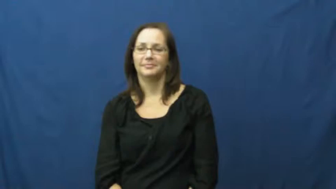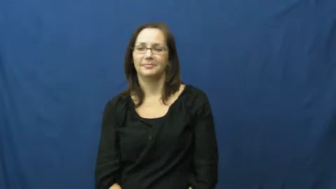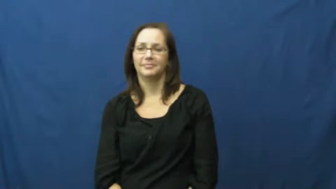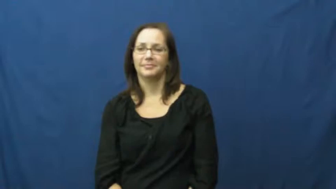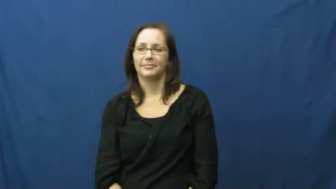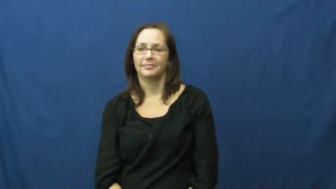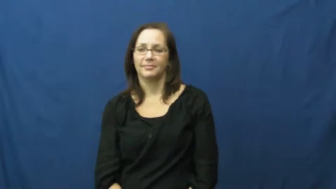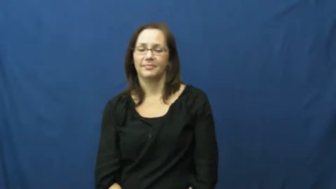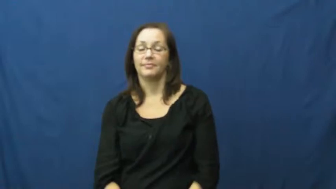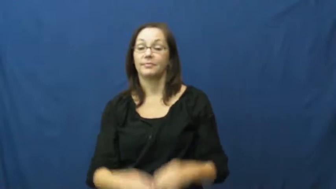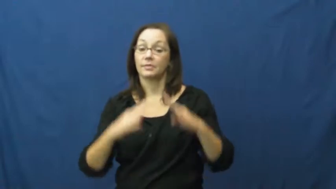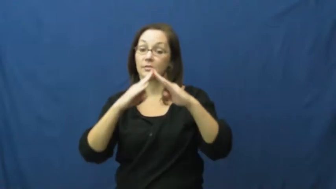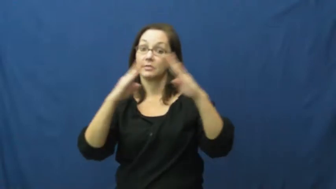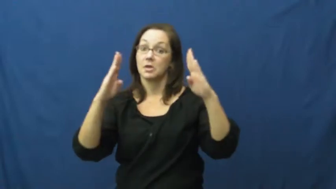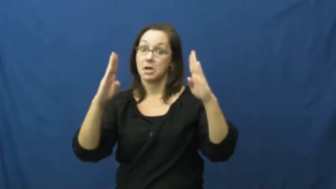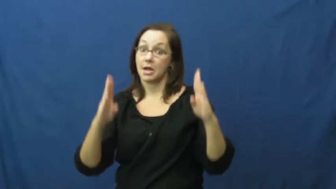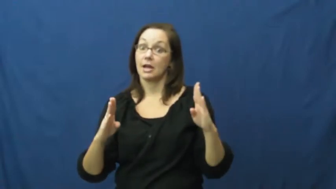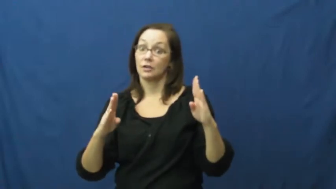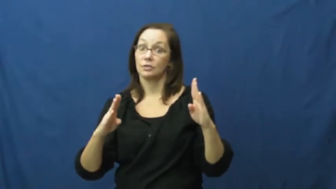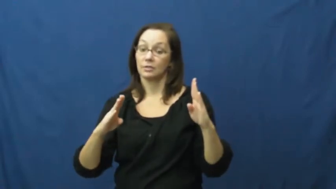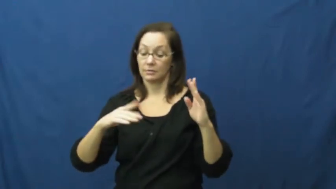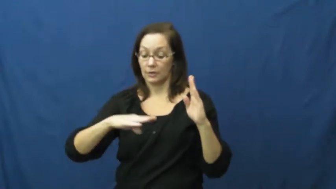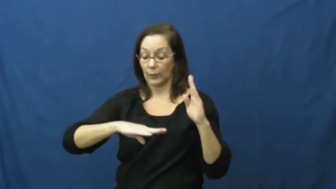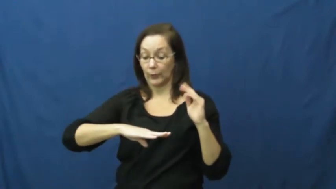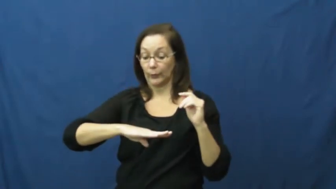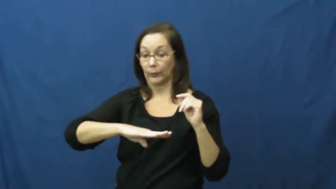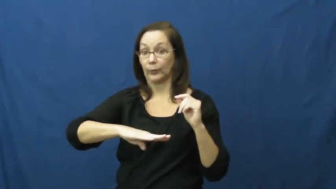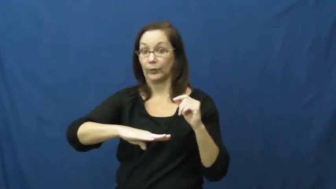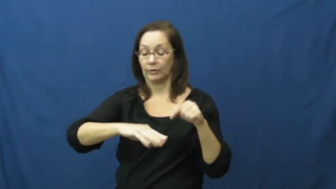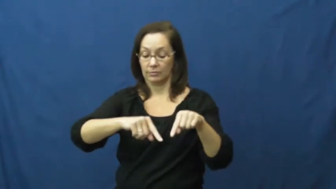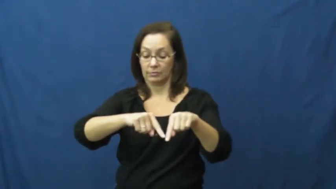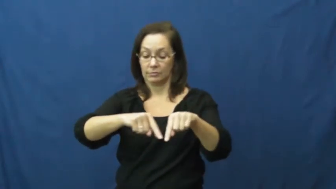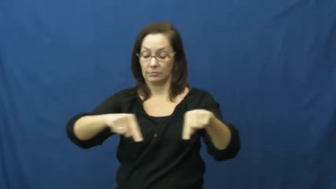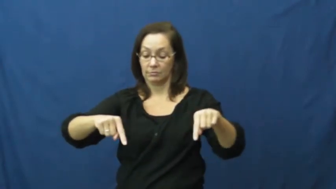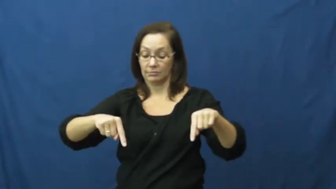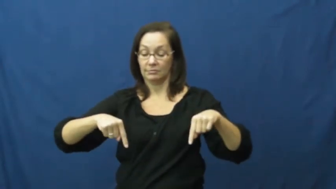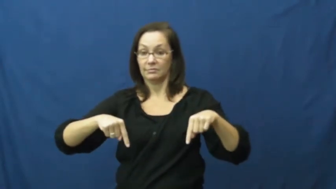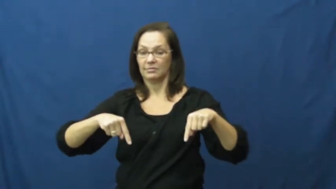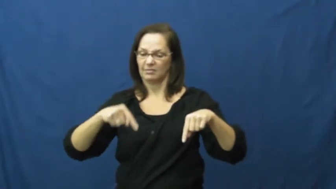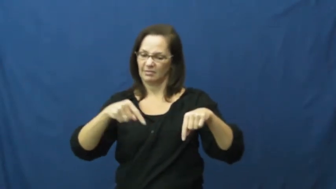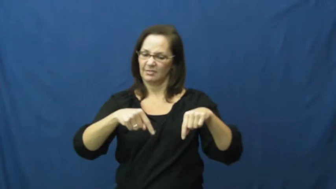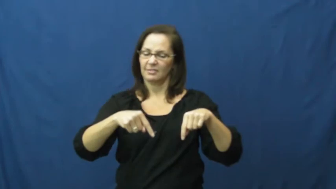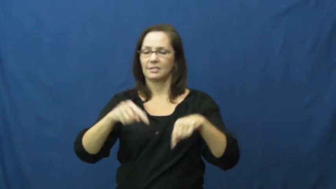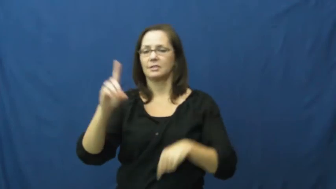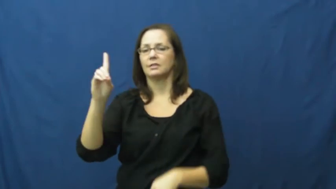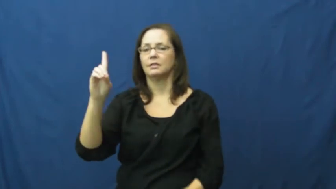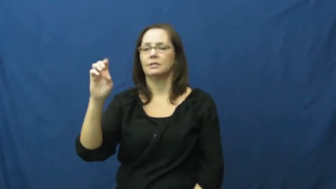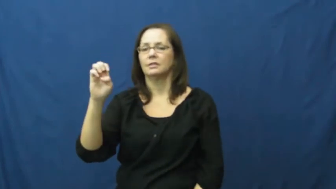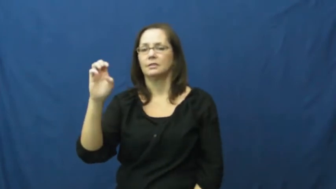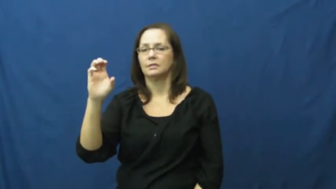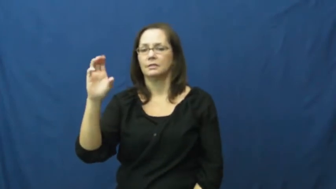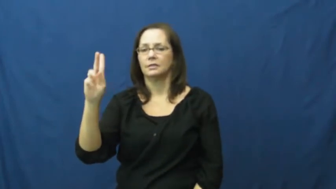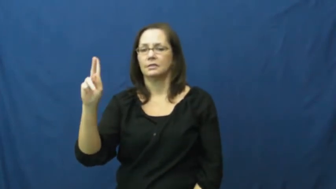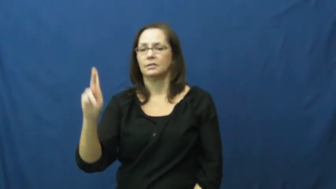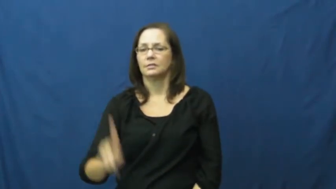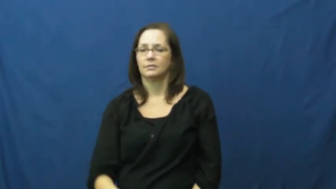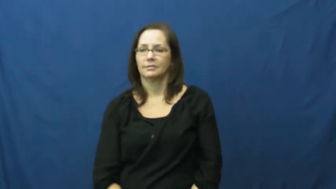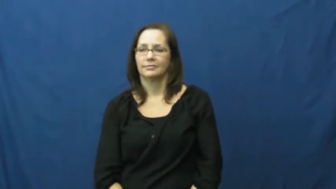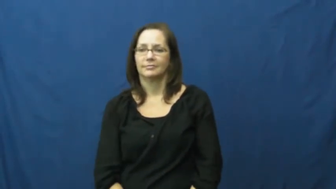deck-house